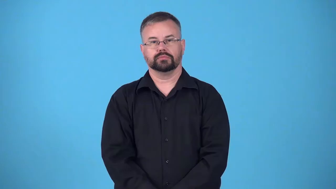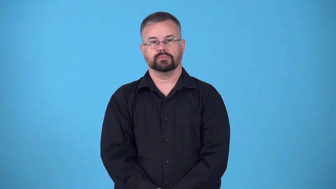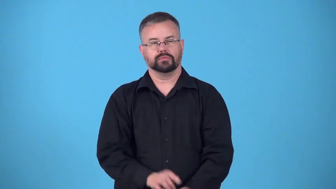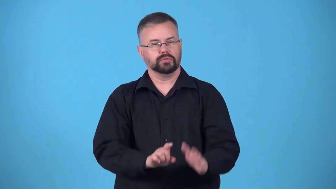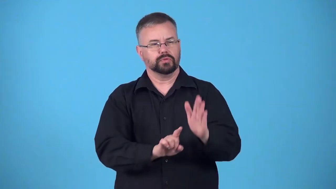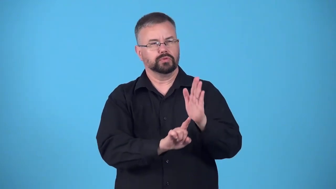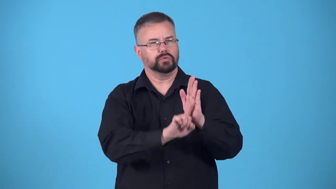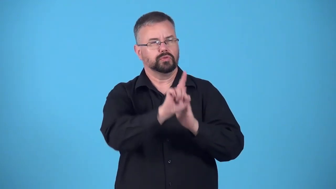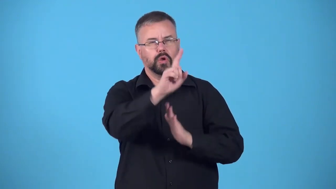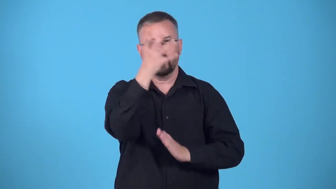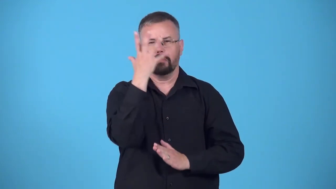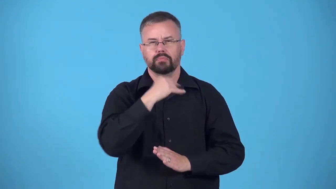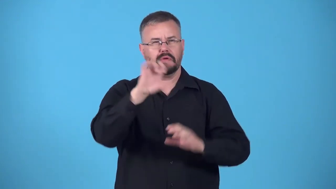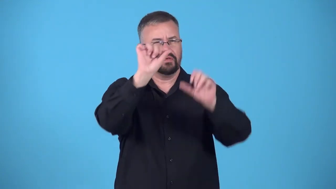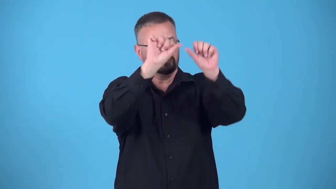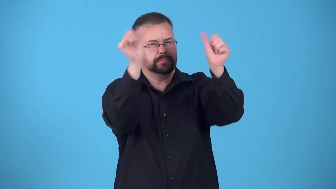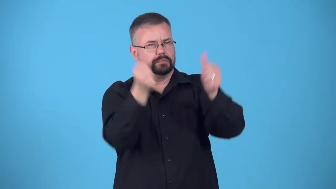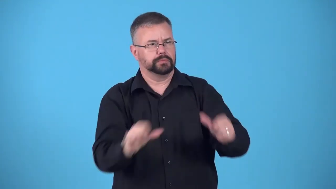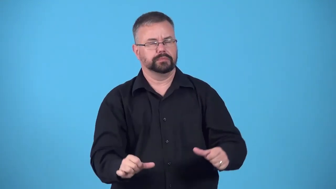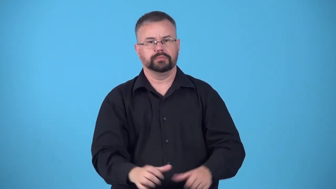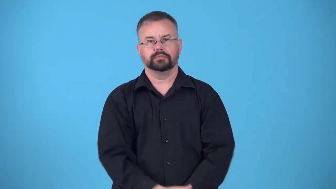statuesque